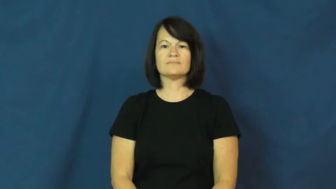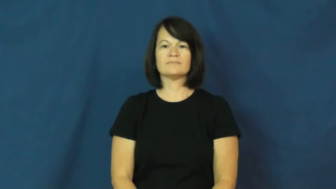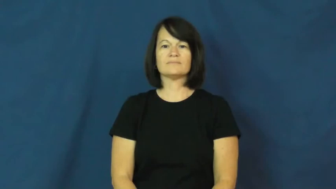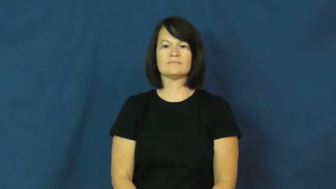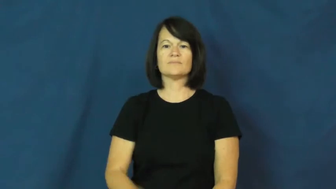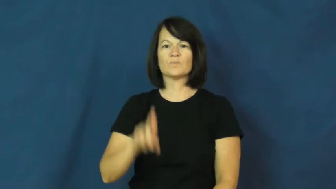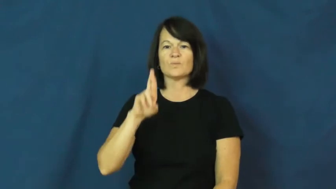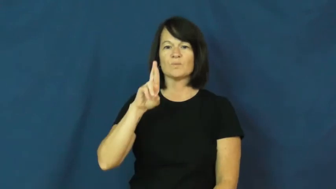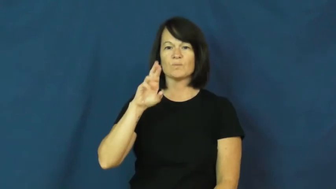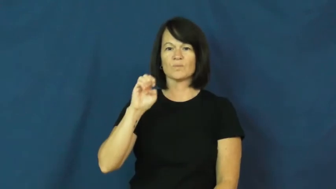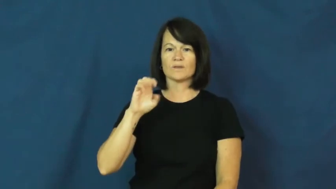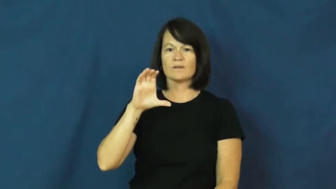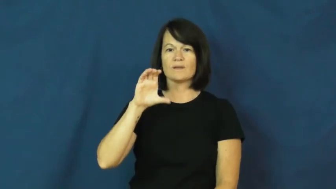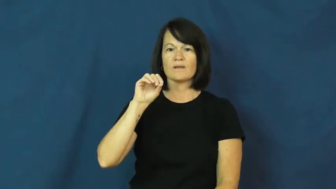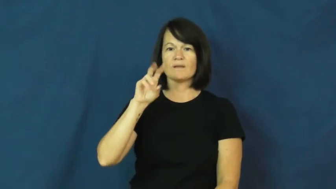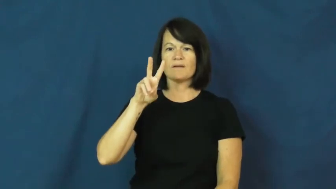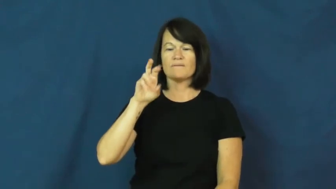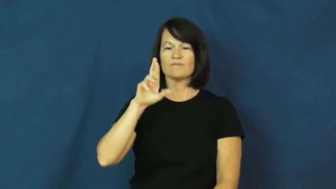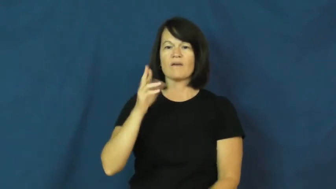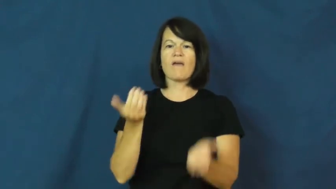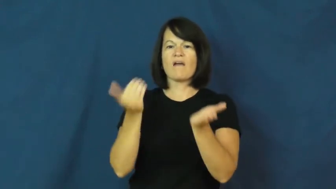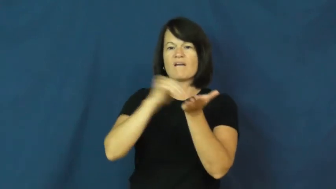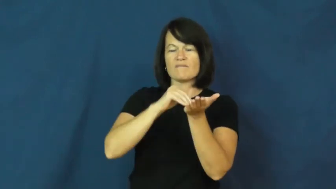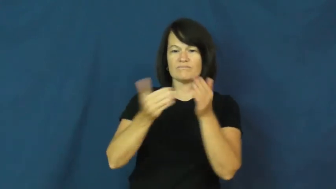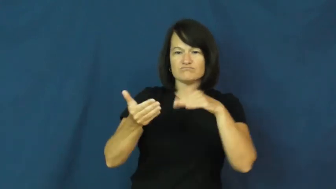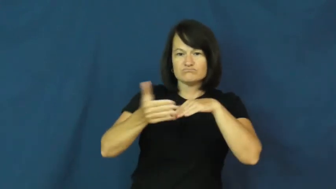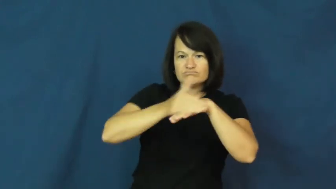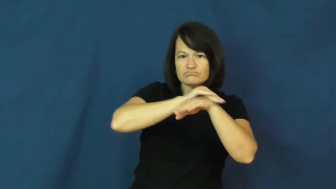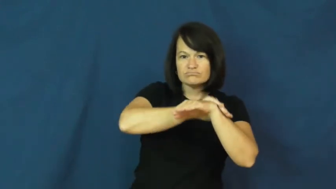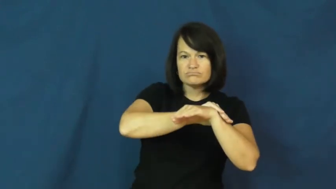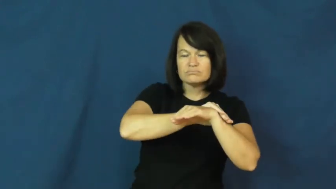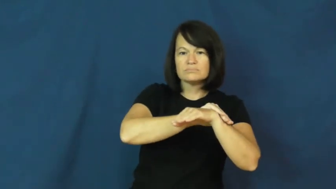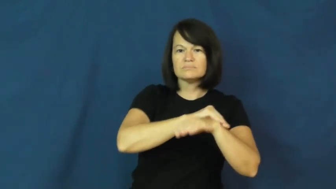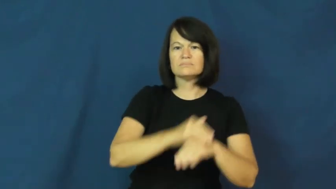recover-cover again